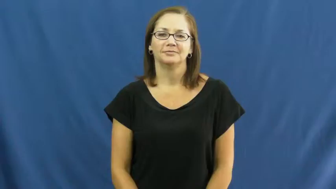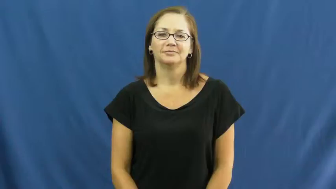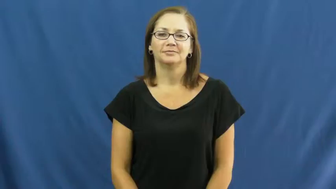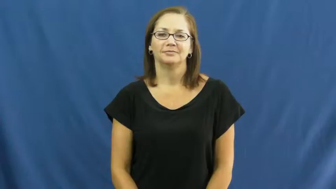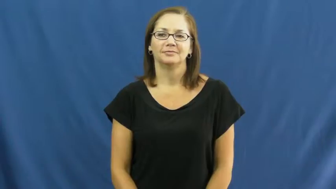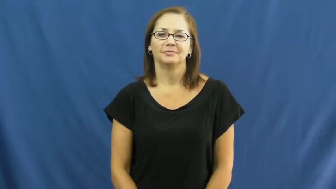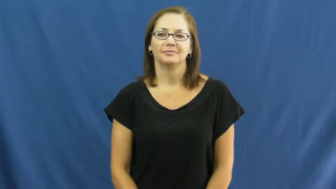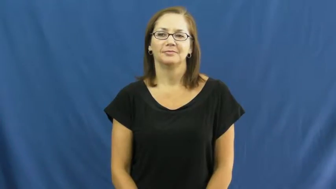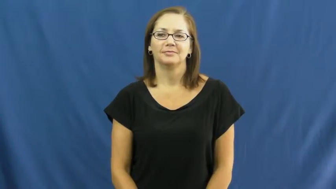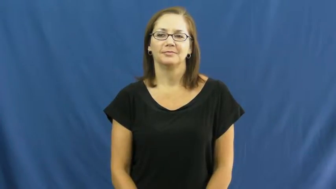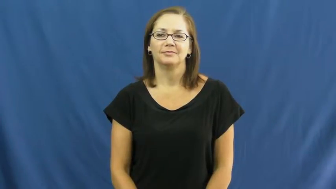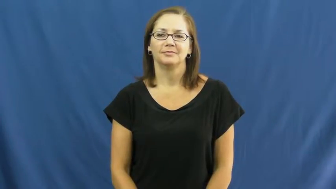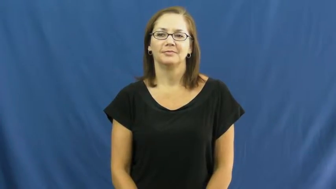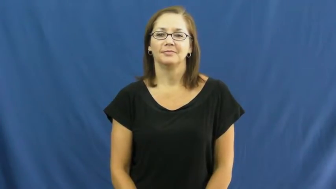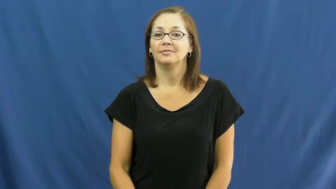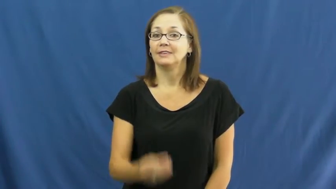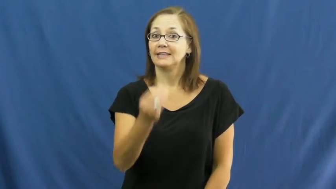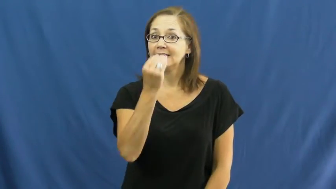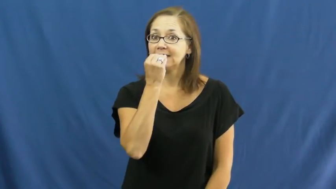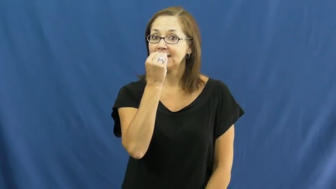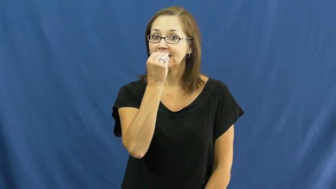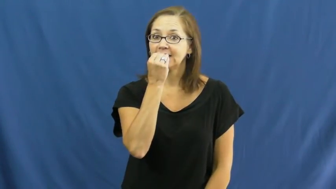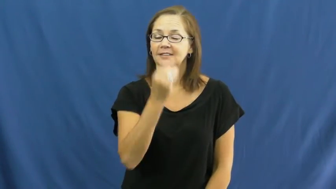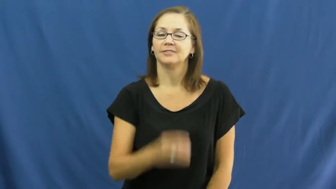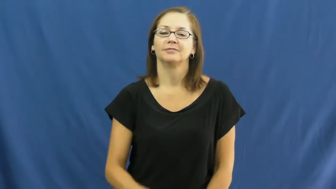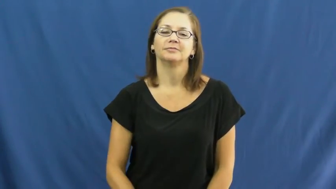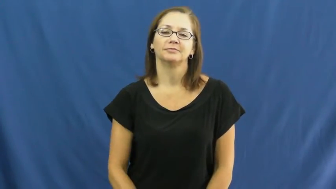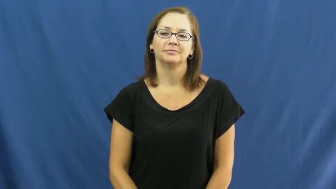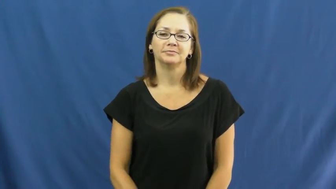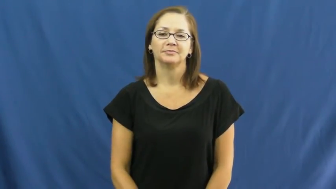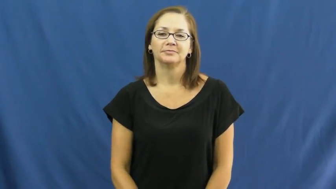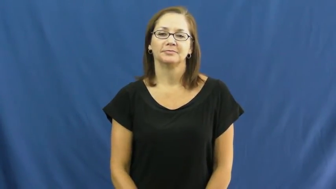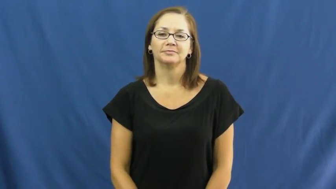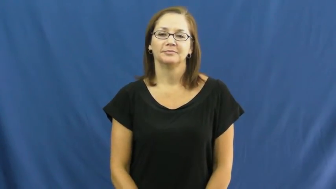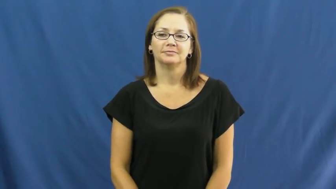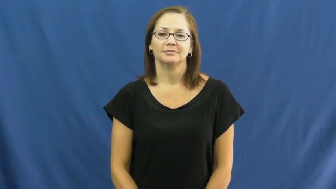feed on